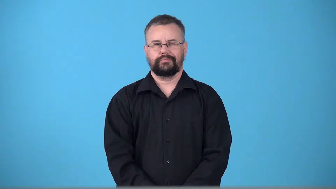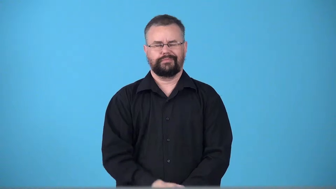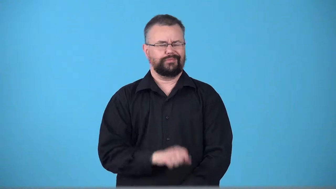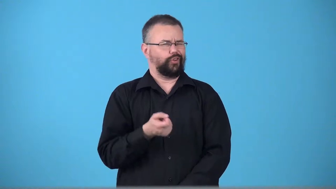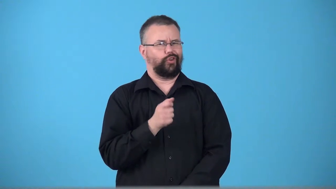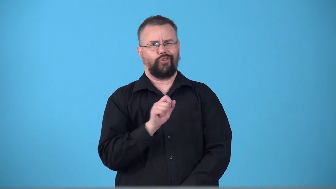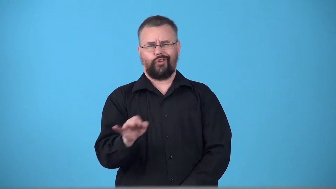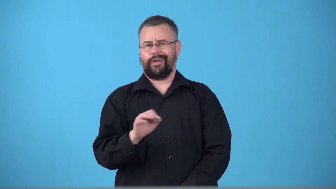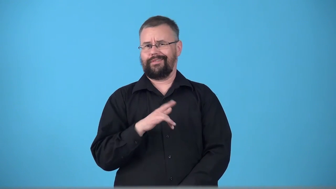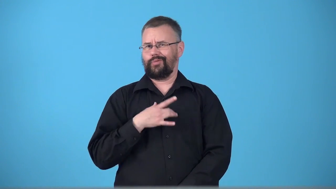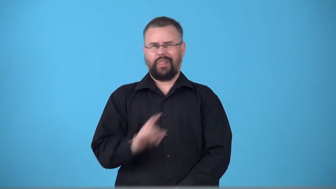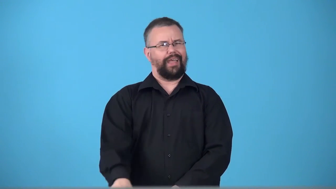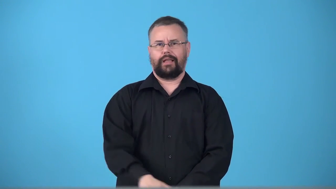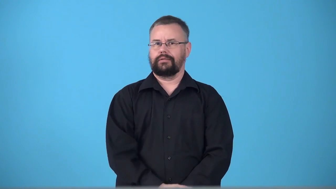turnoff-something that makes person dislike